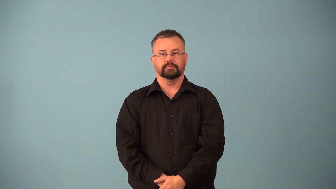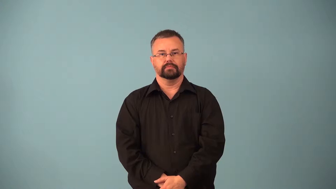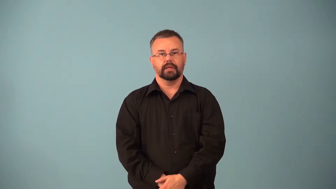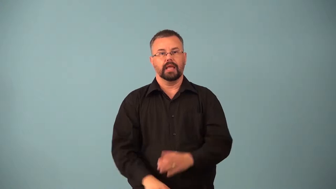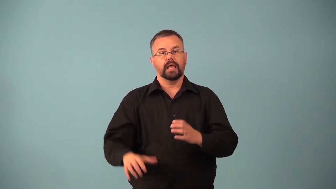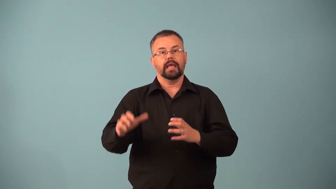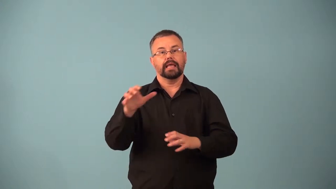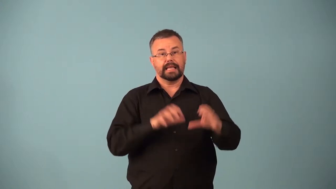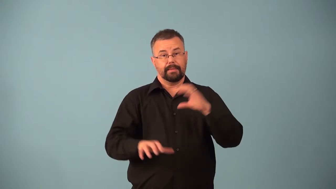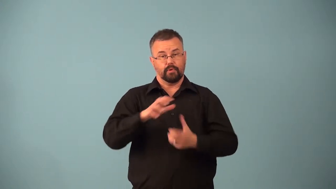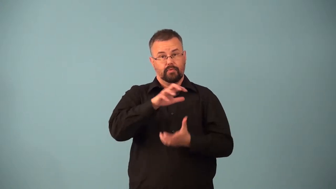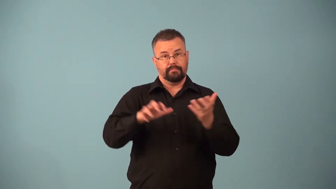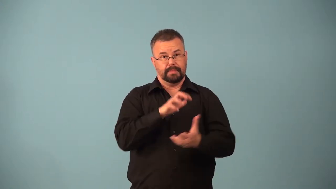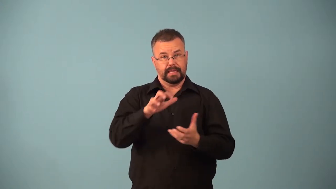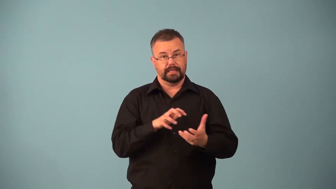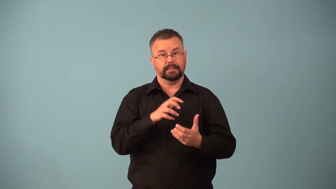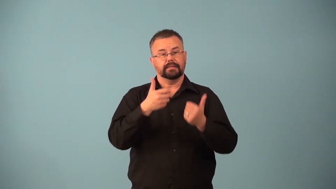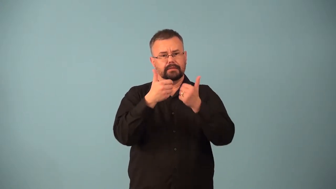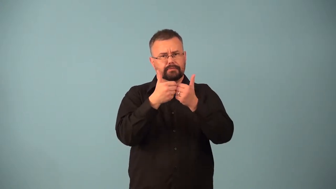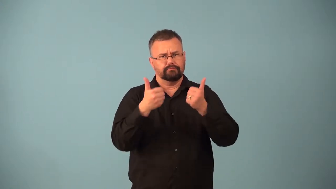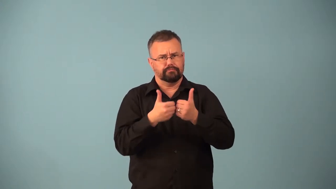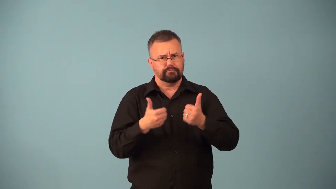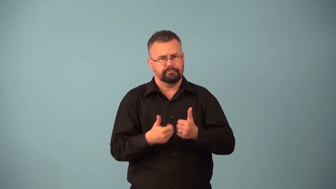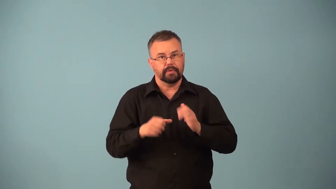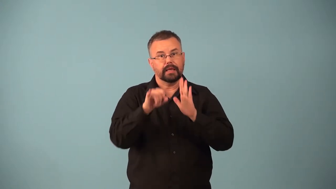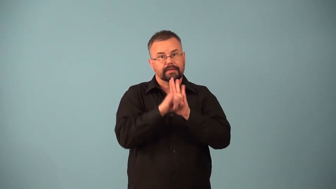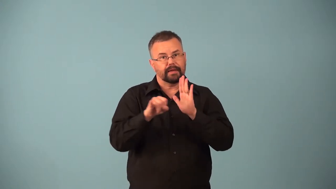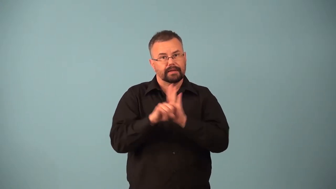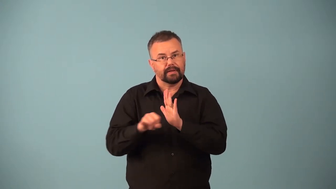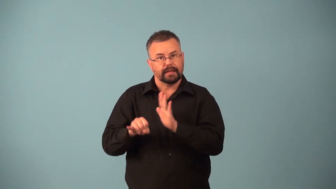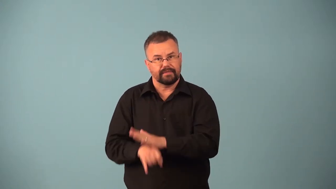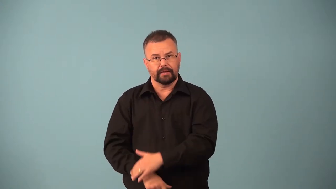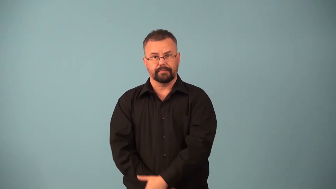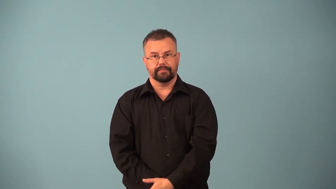chromatography